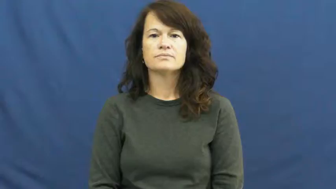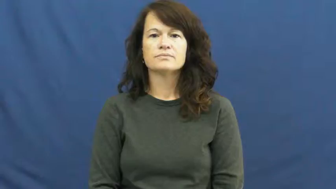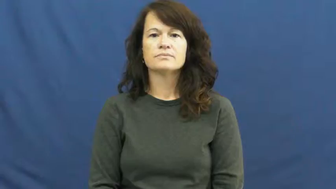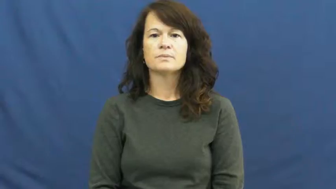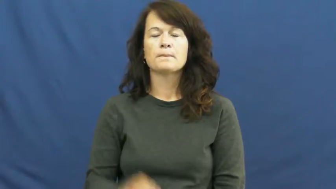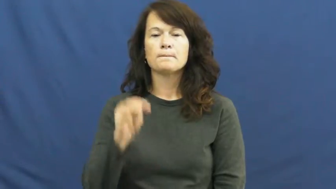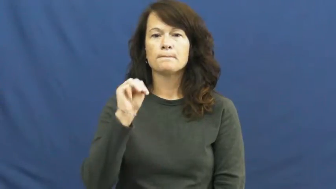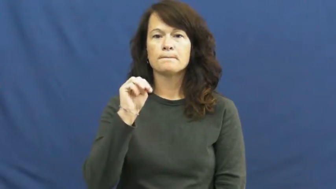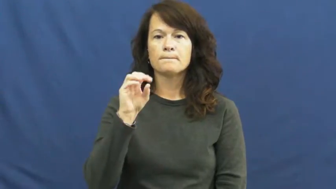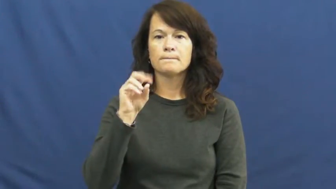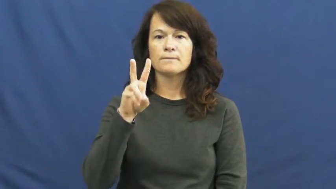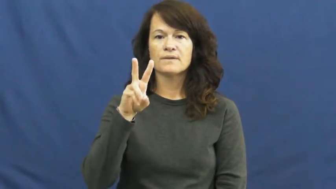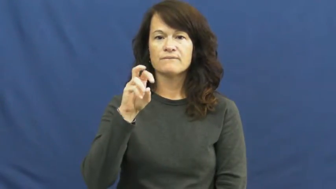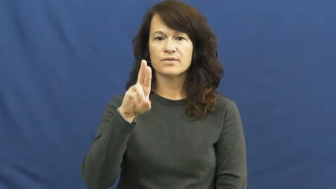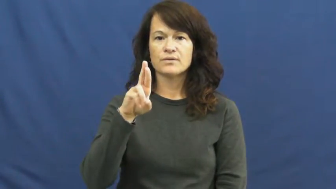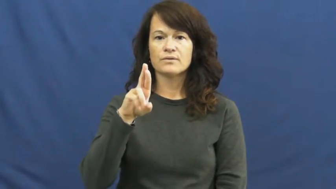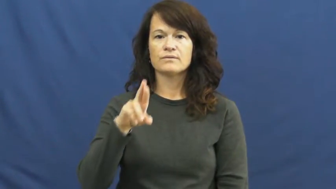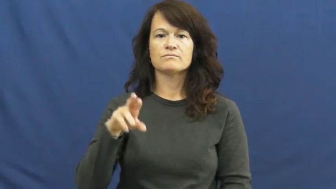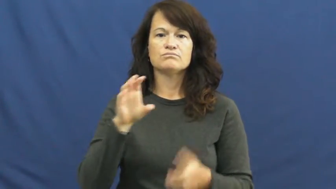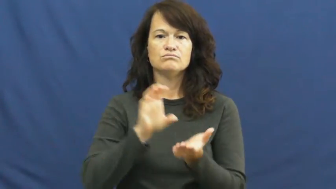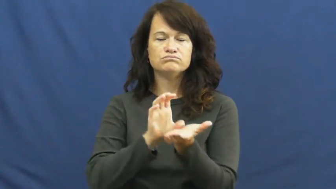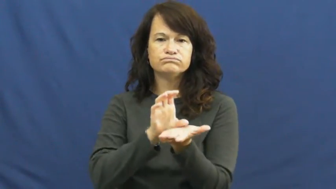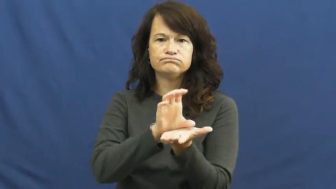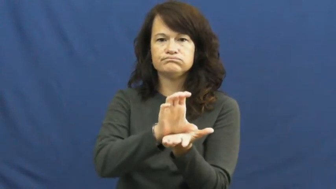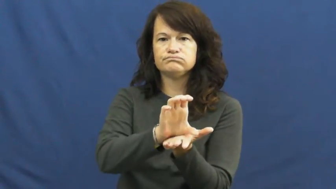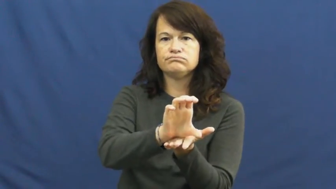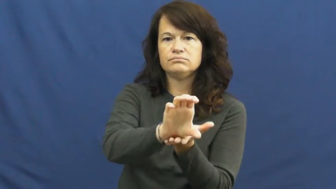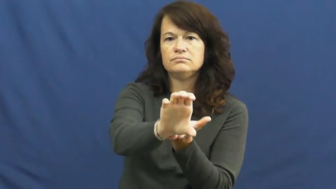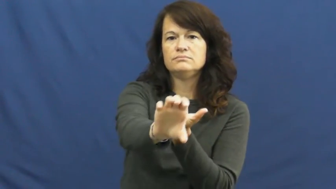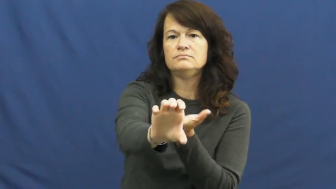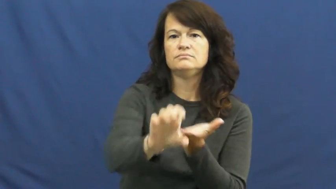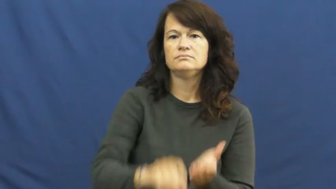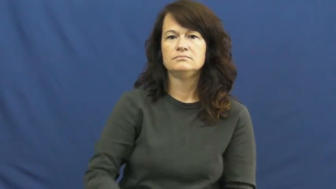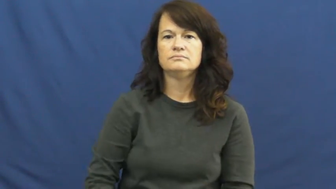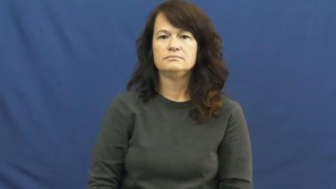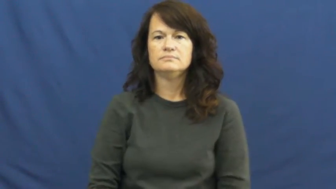mover-earth